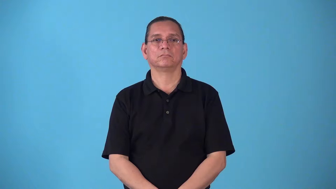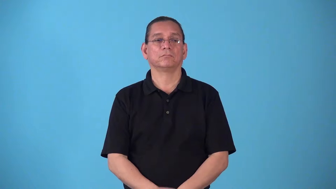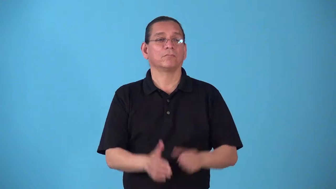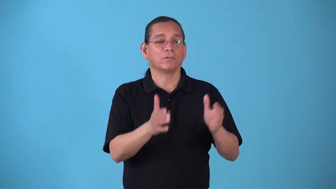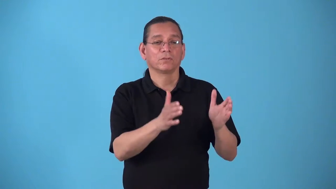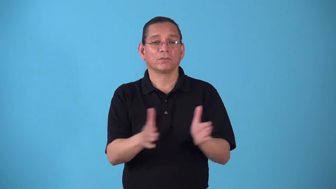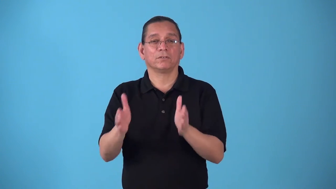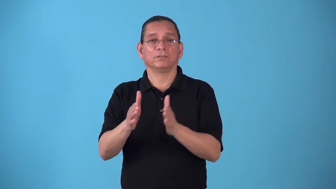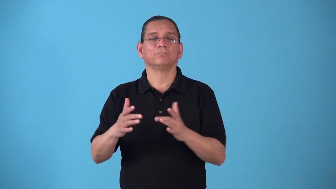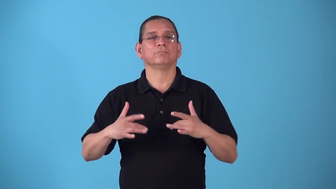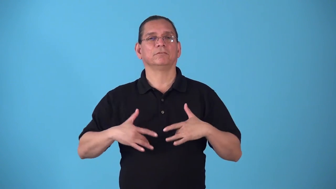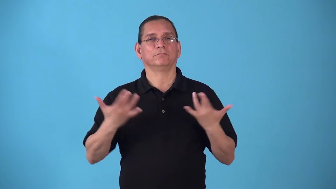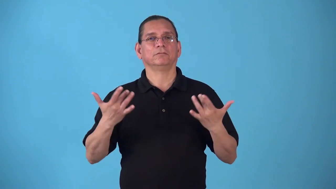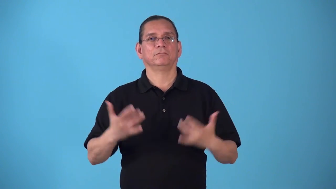stage-organize an event